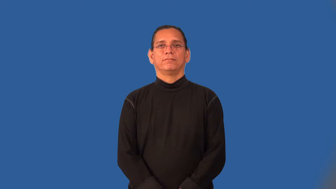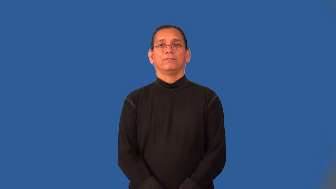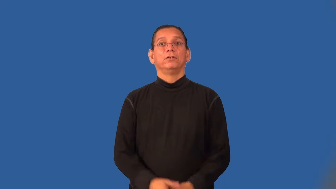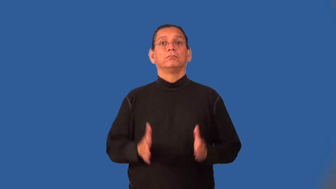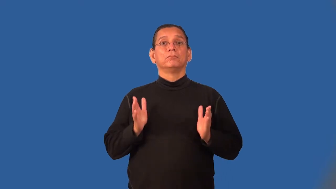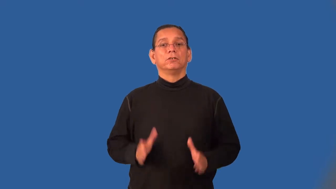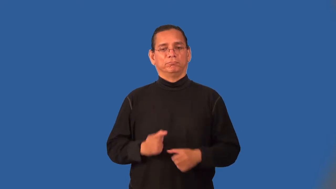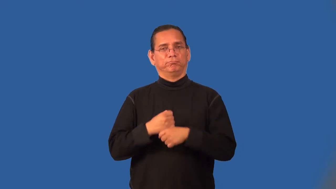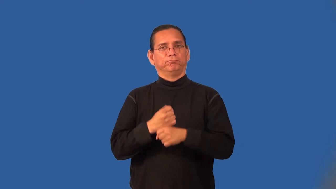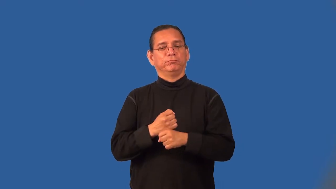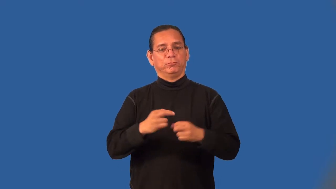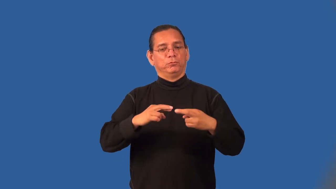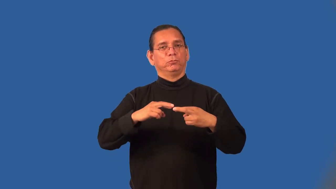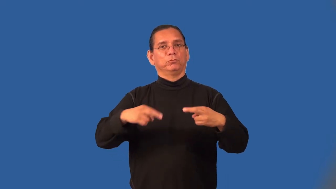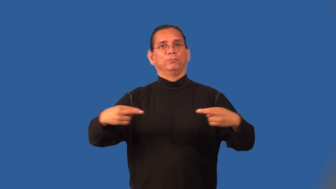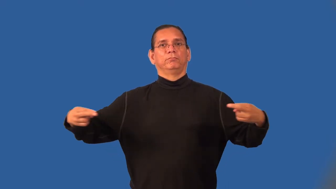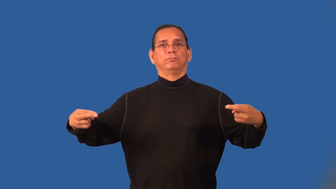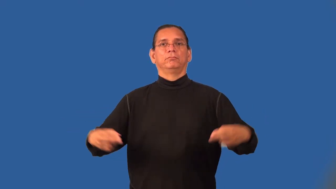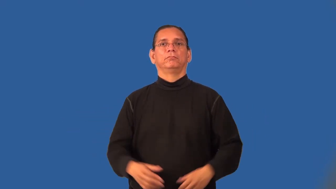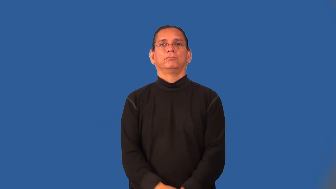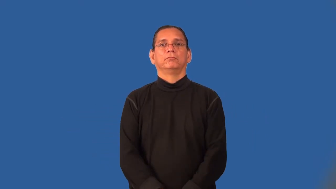roper